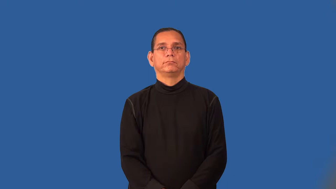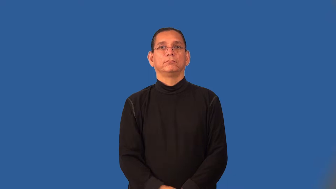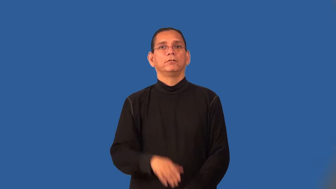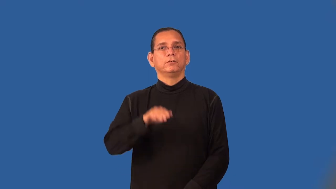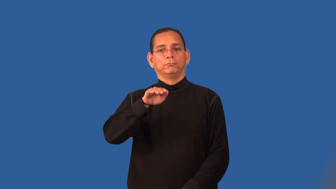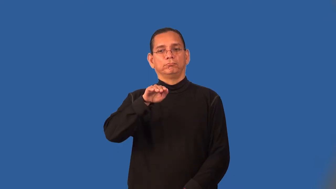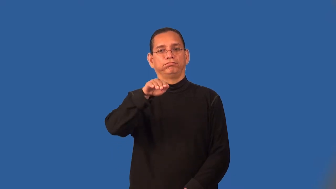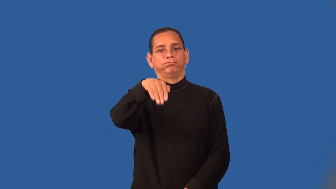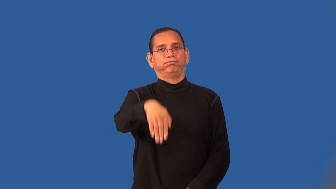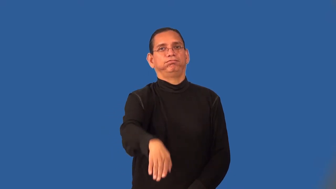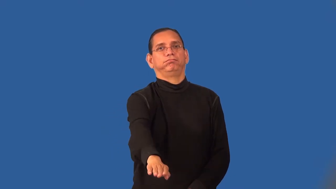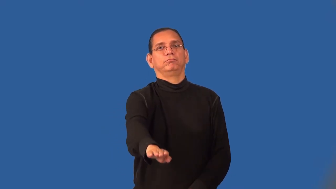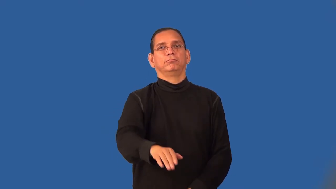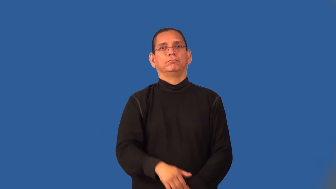run-slope